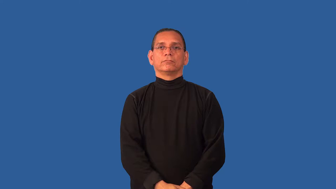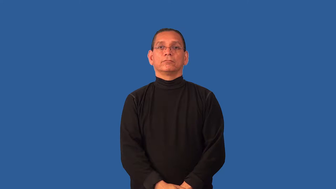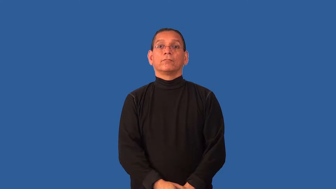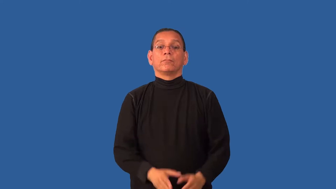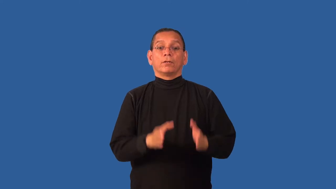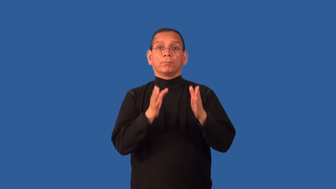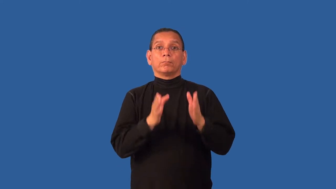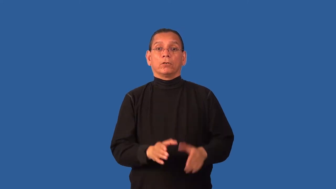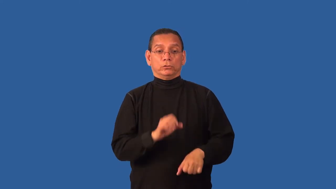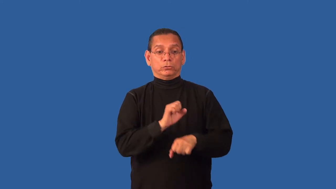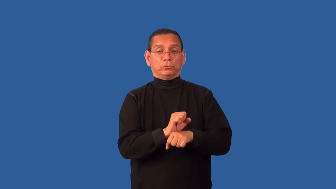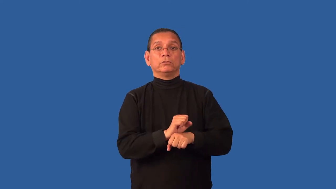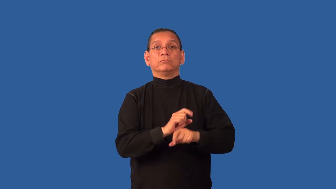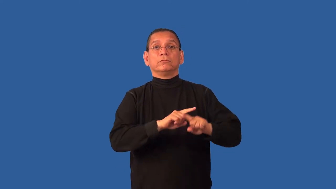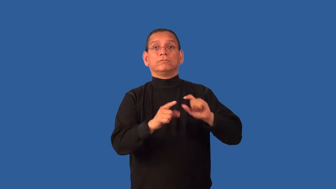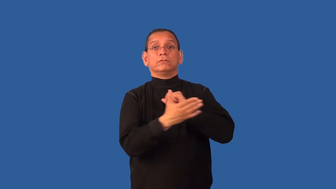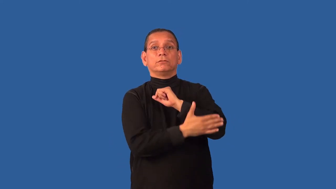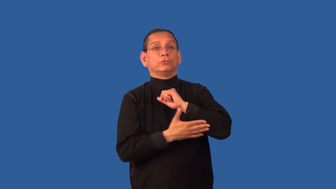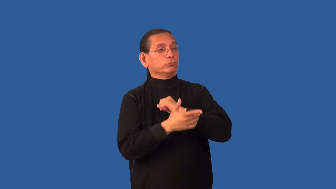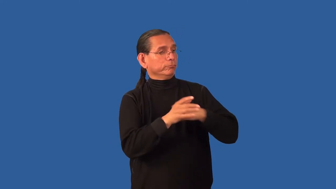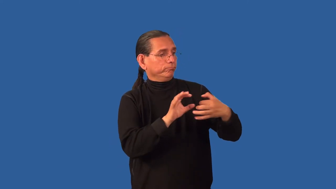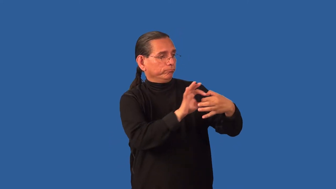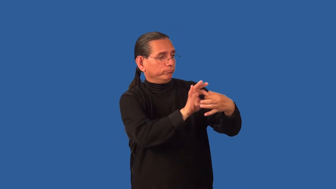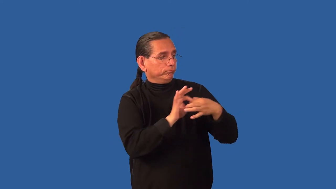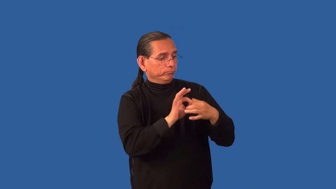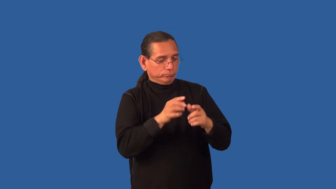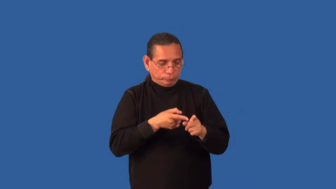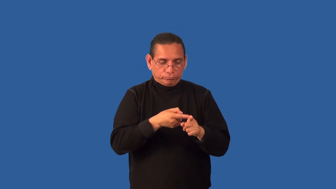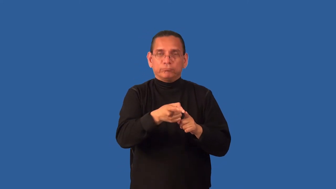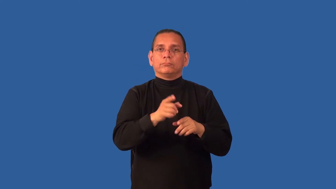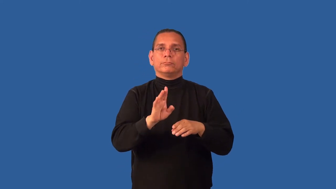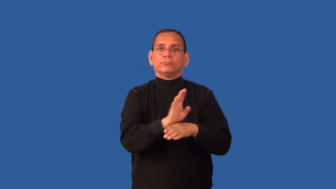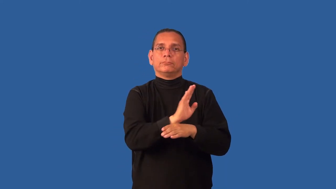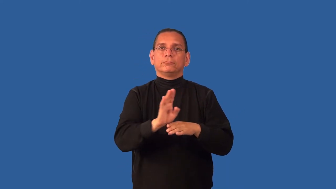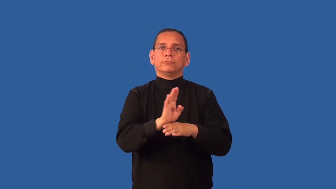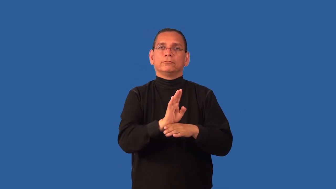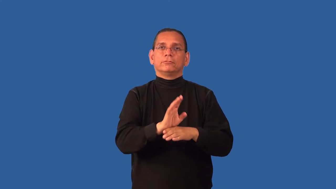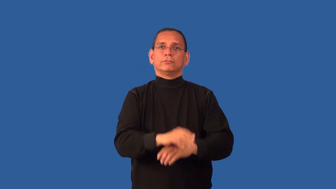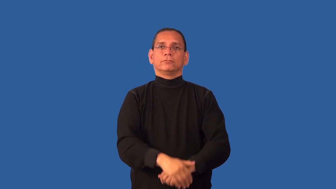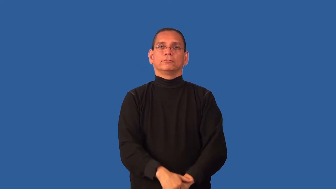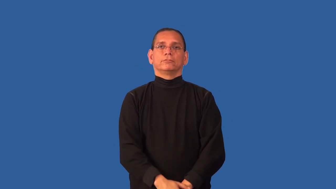consul